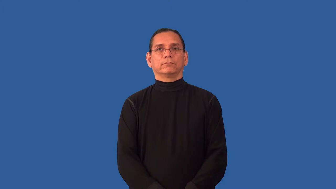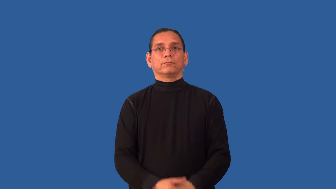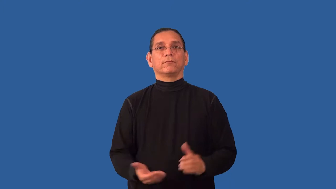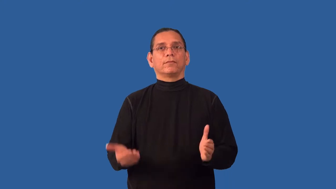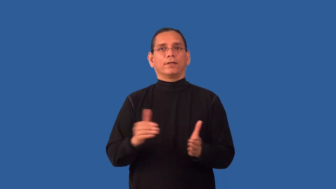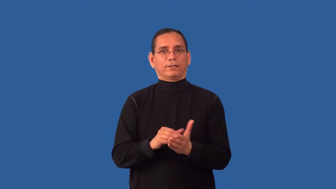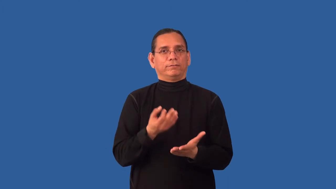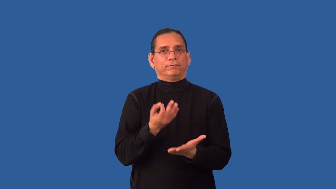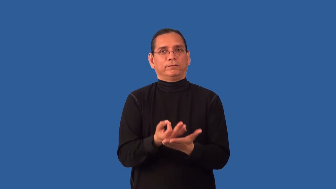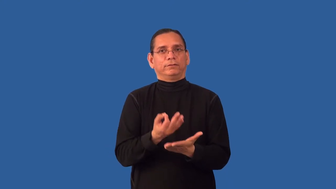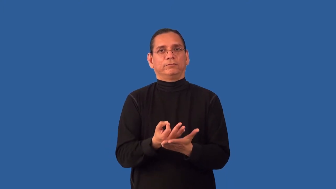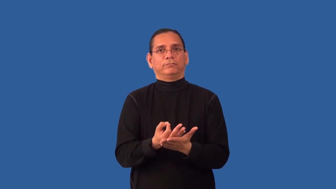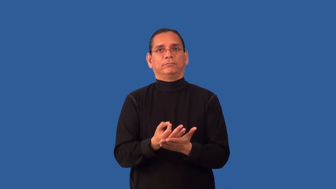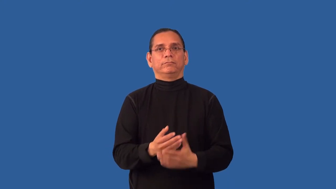refinance